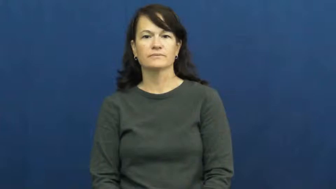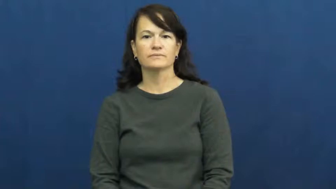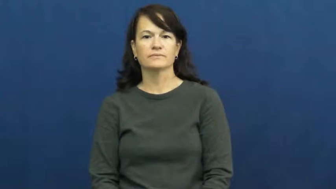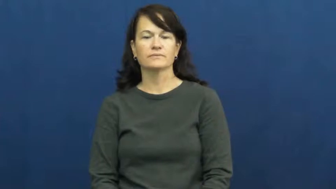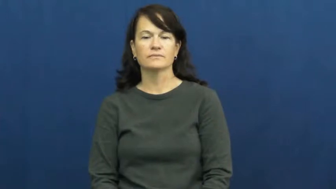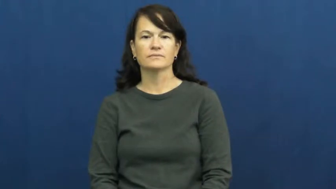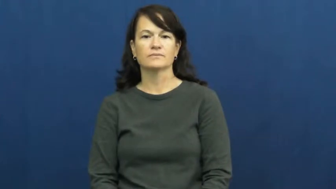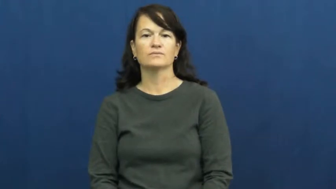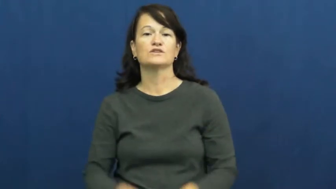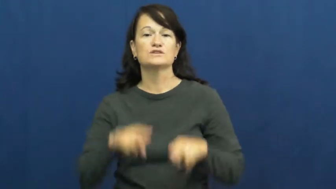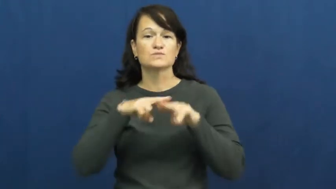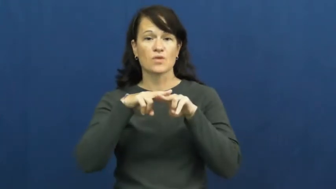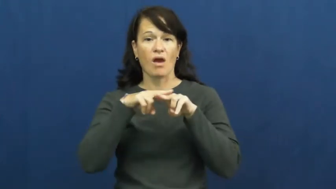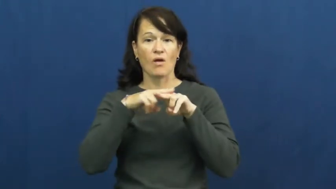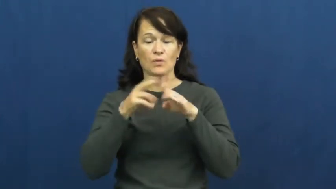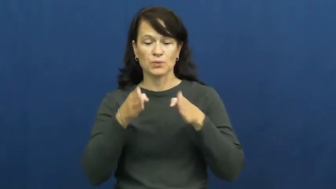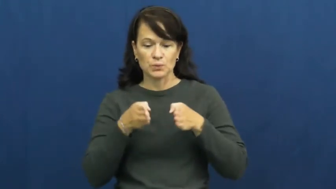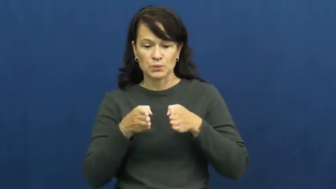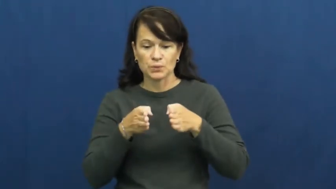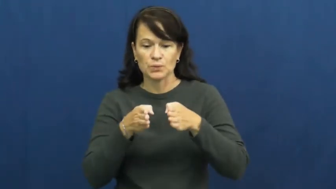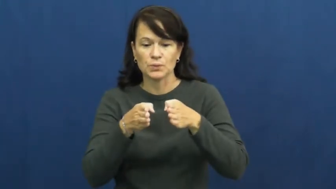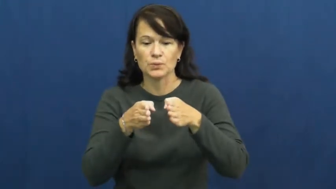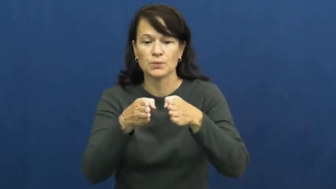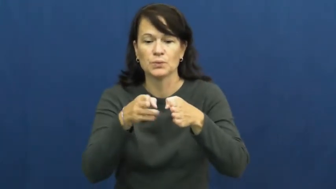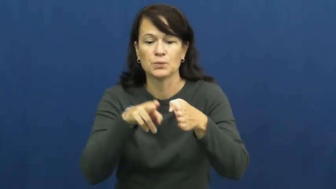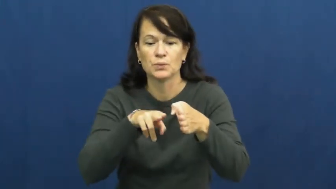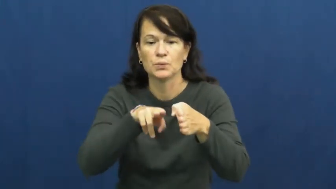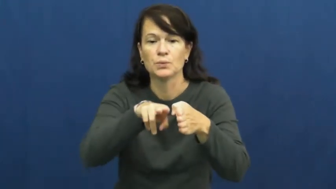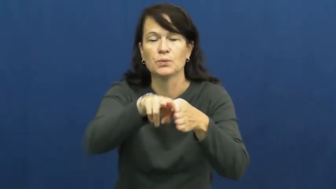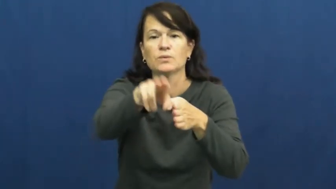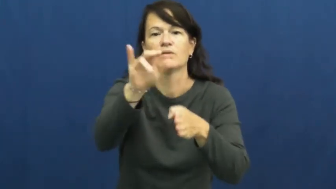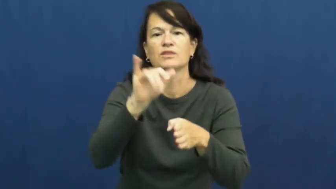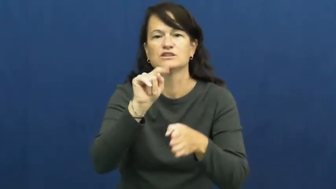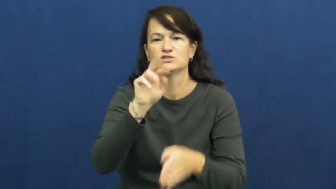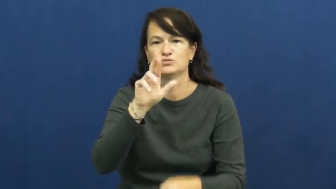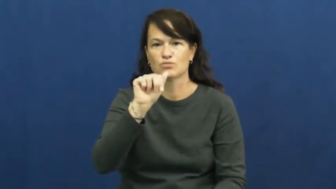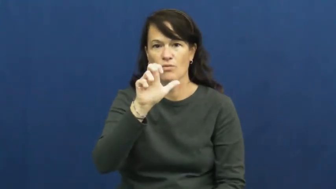track-train